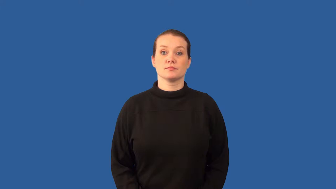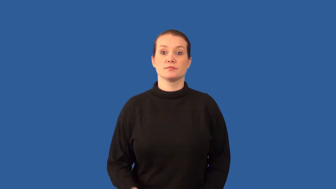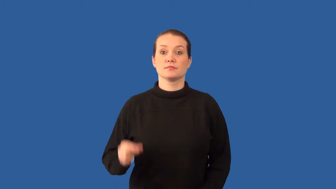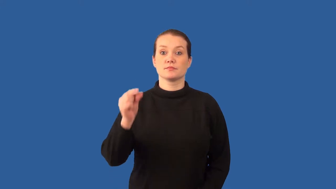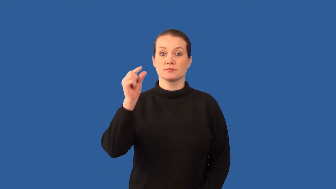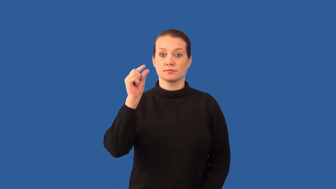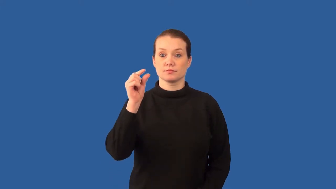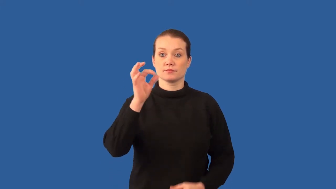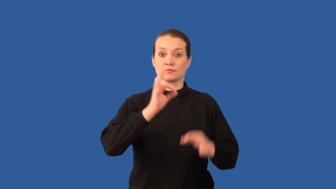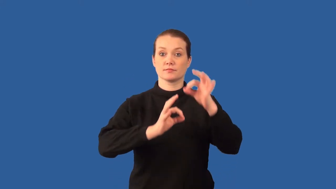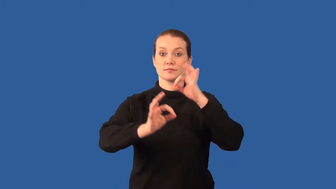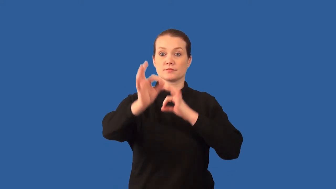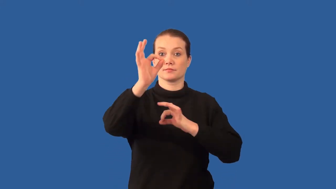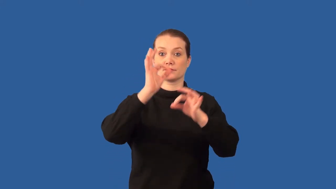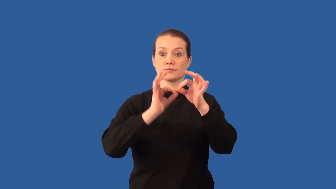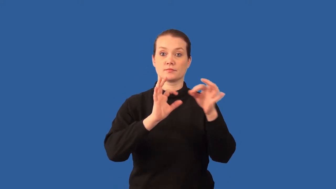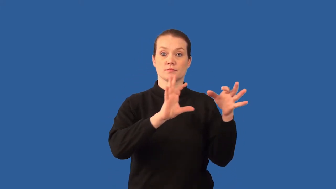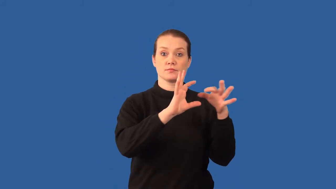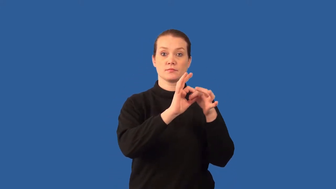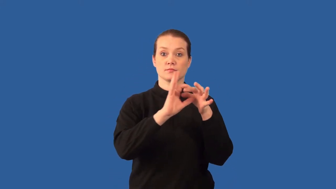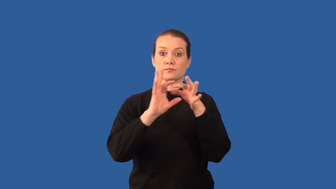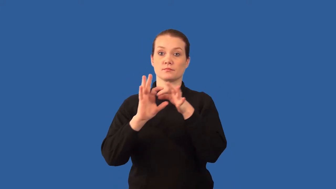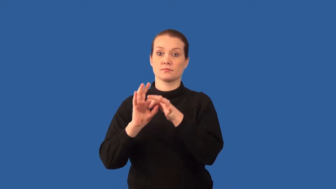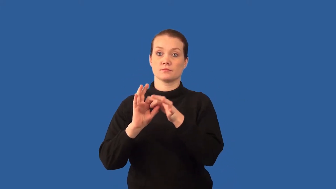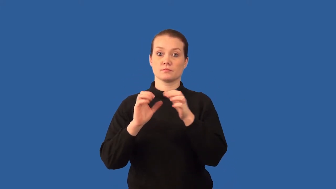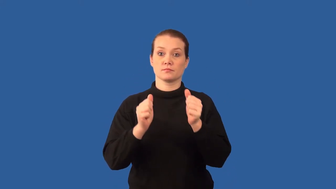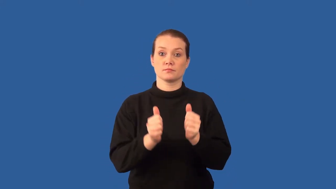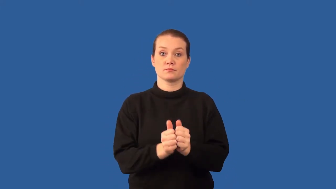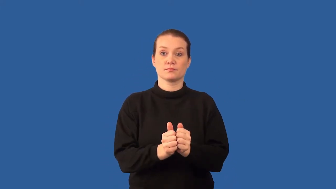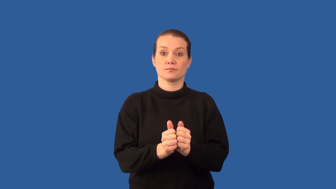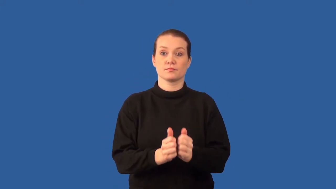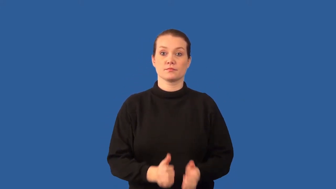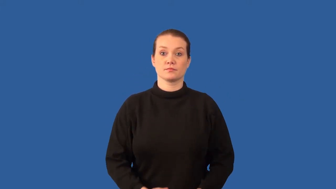polymer